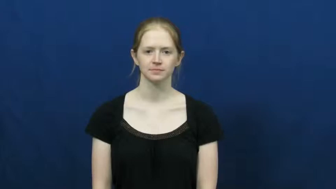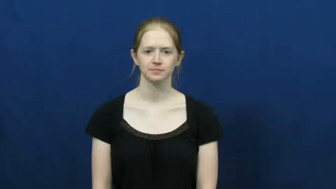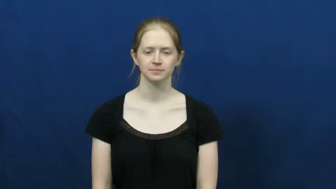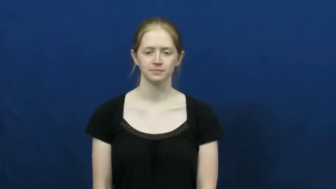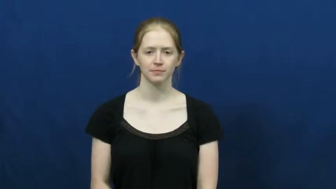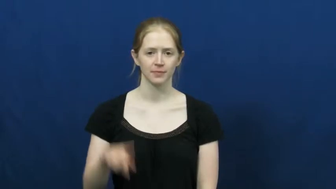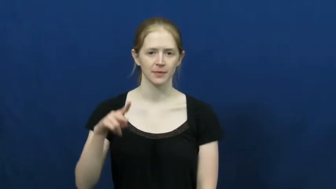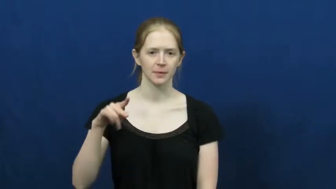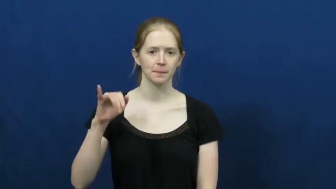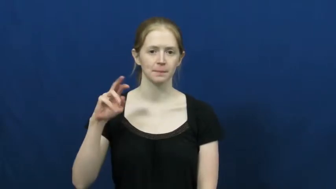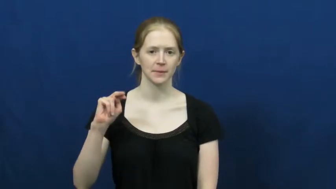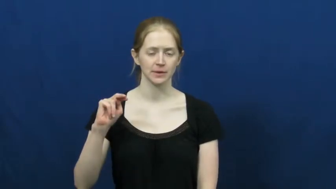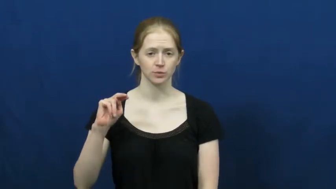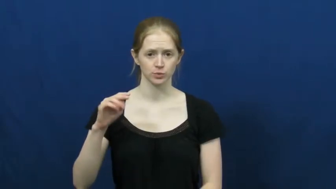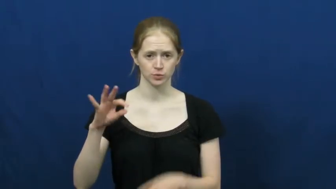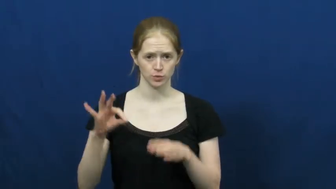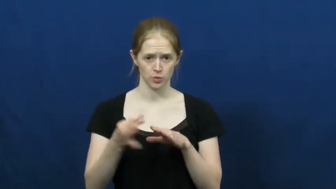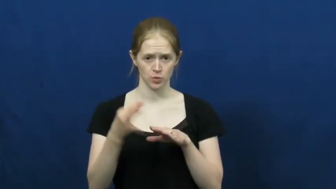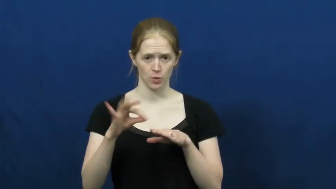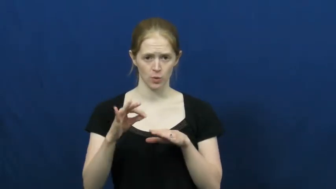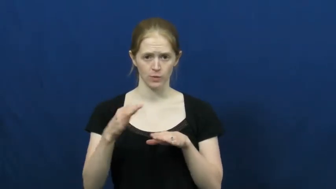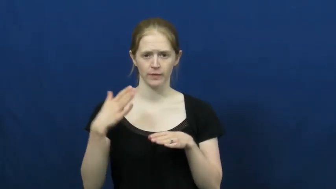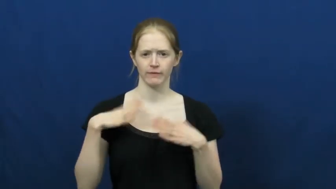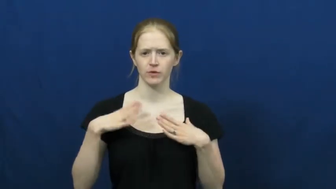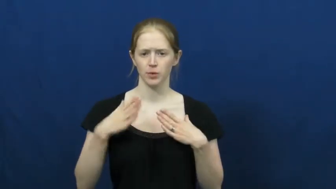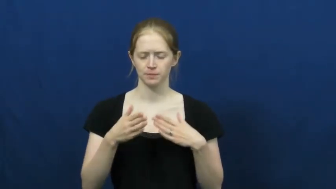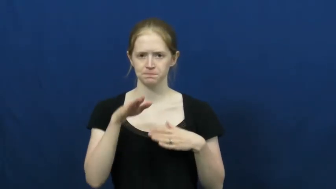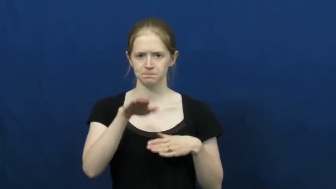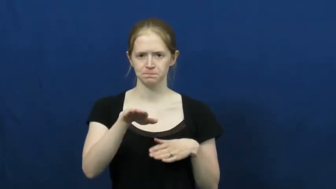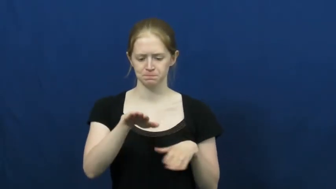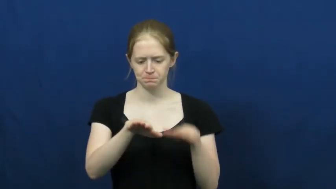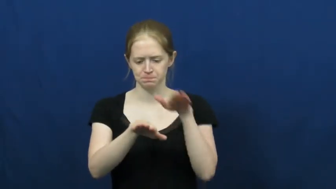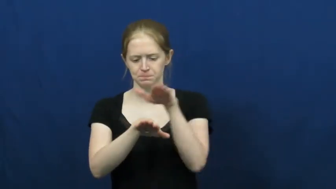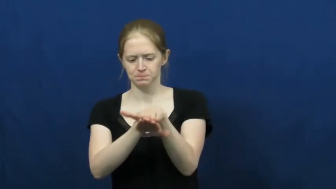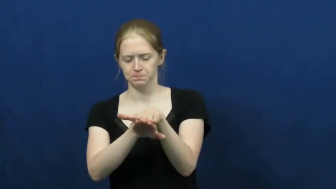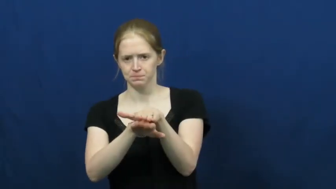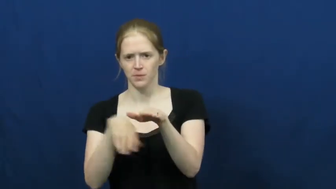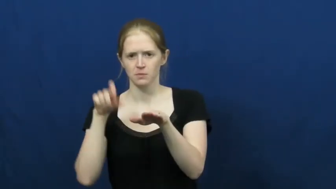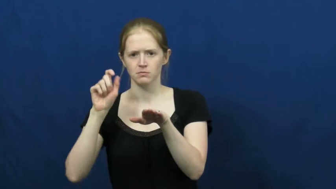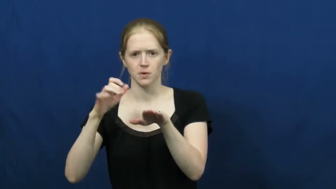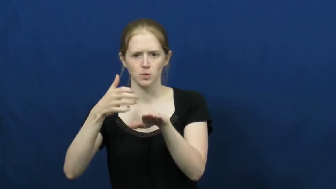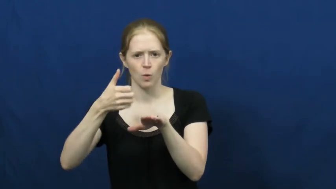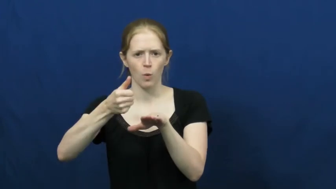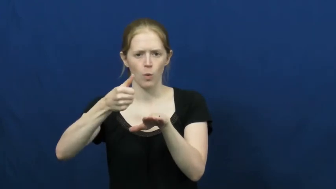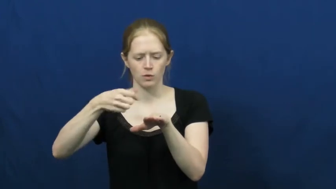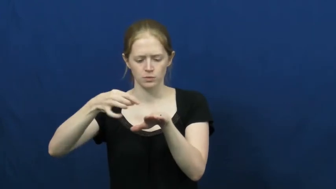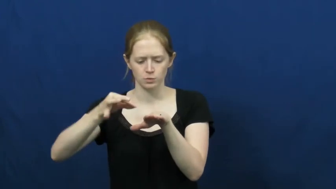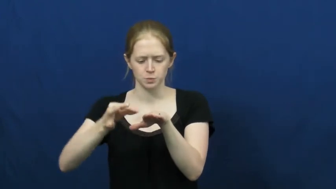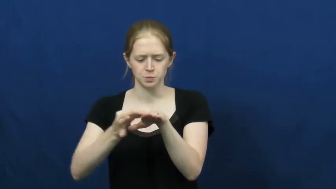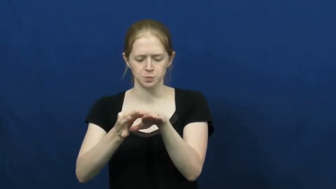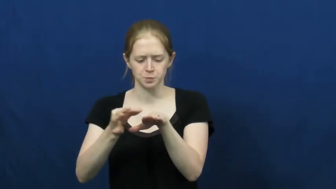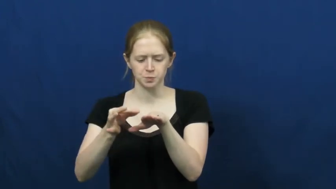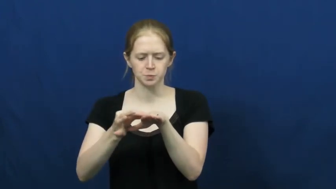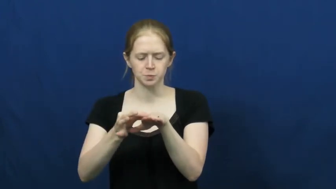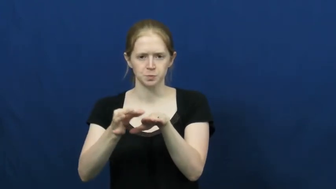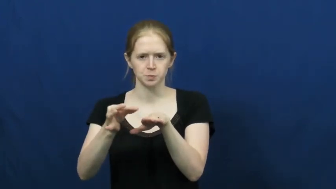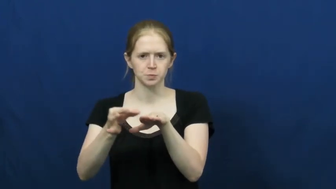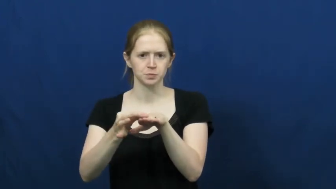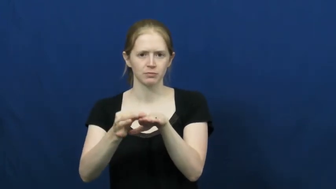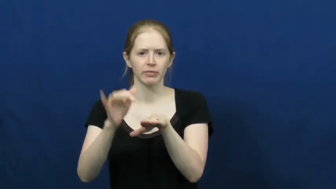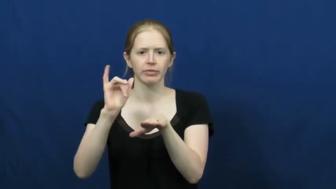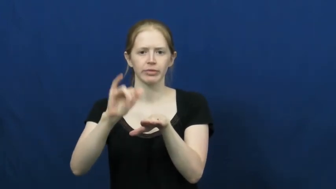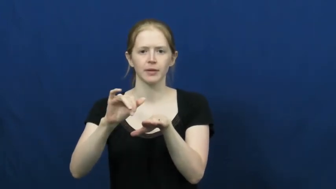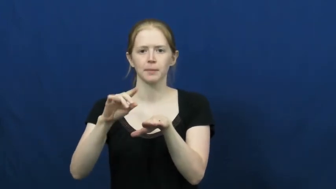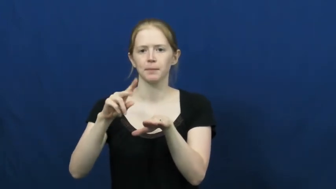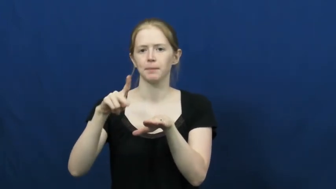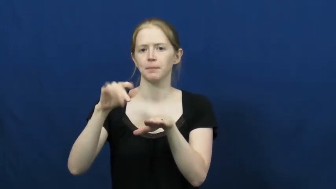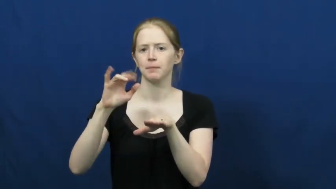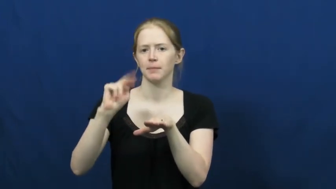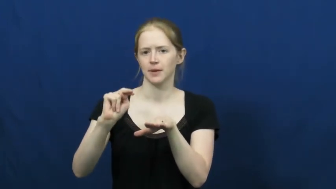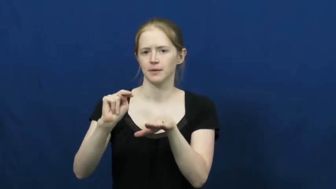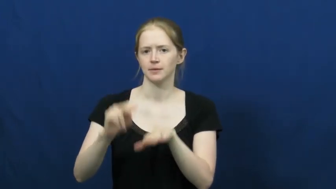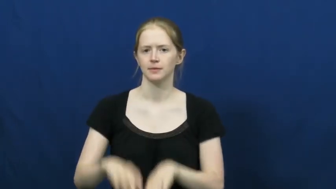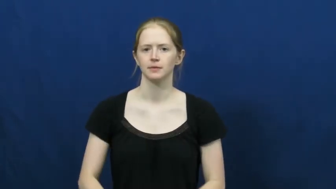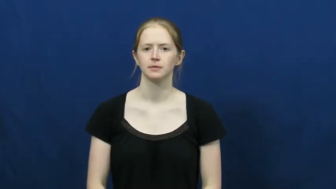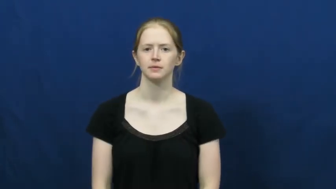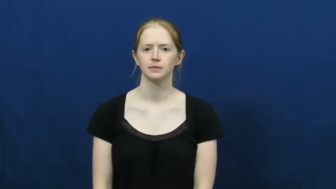pin-cloth